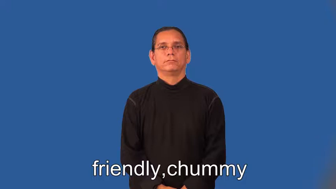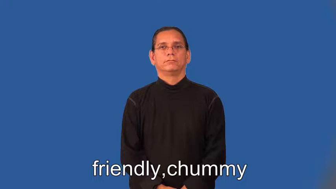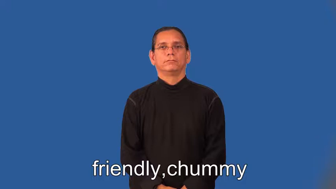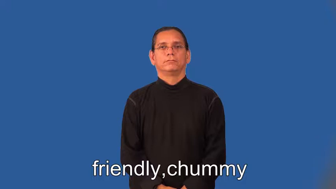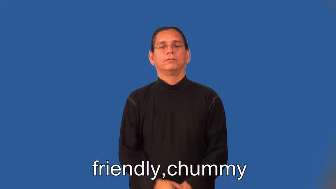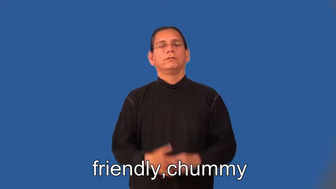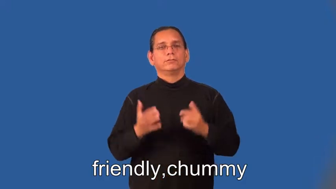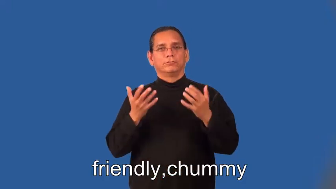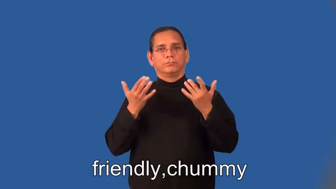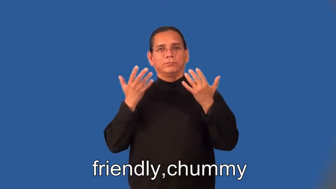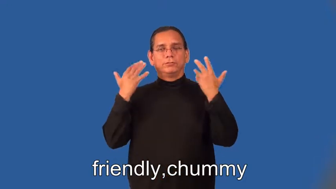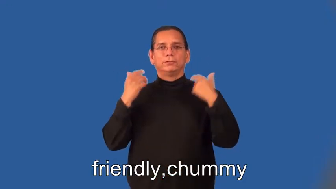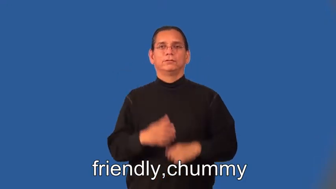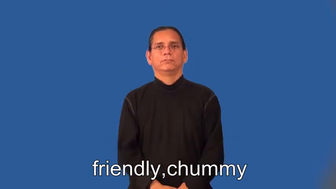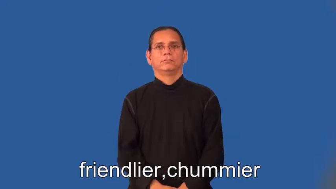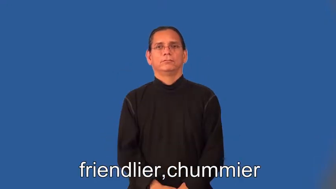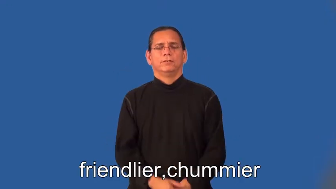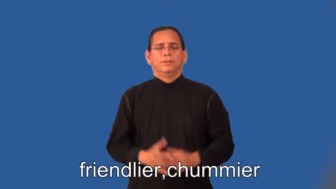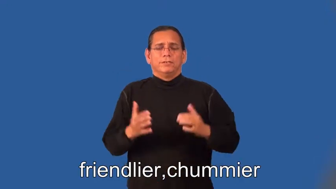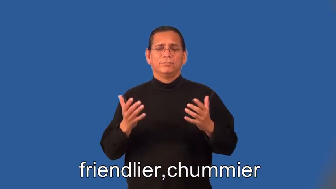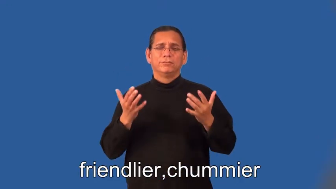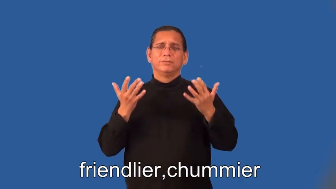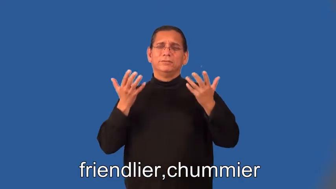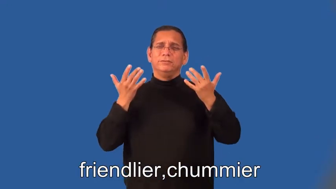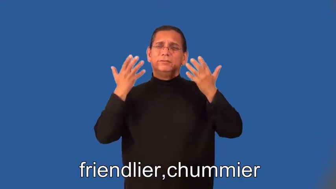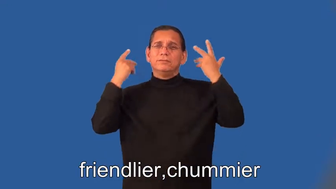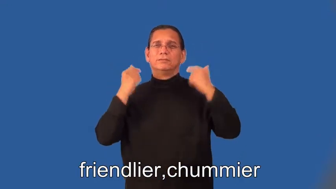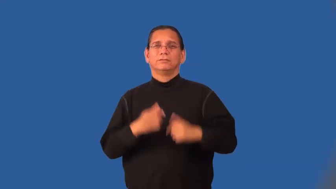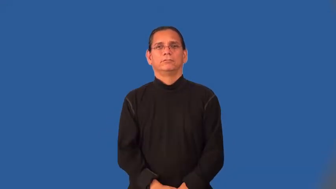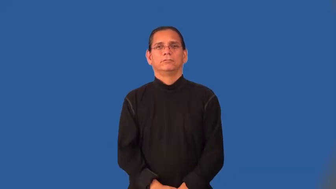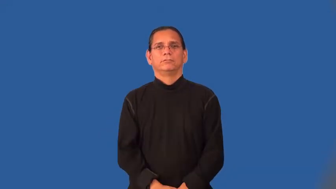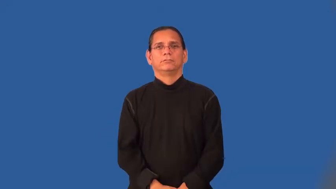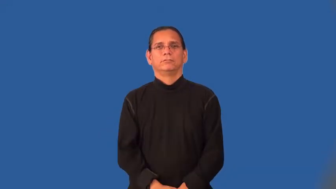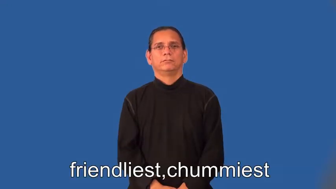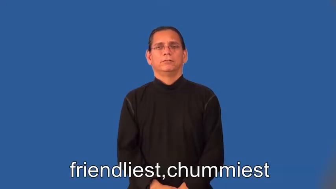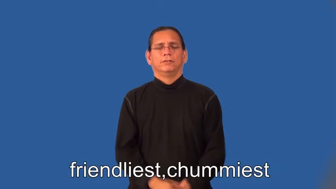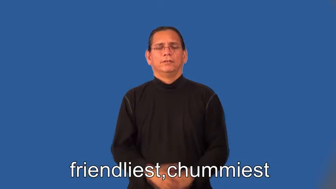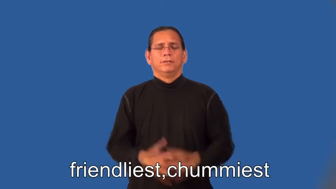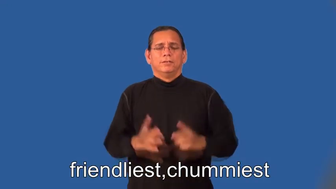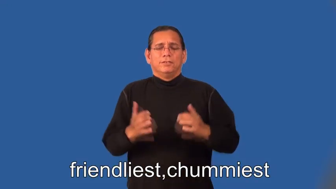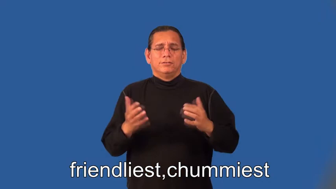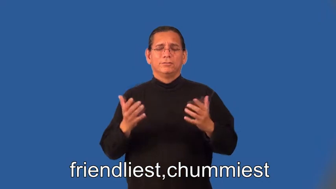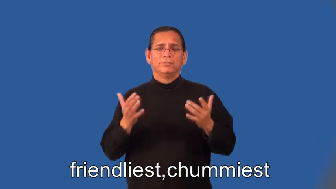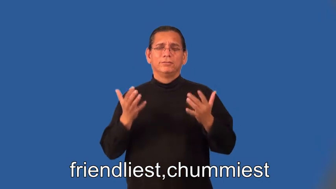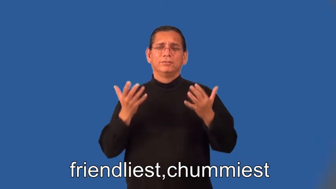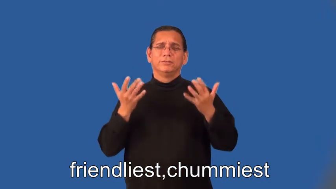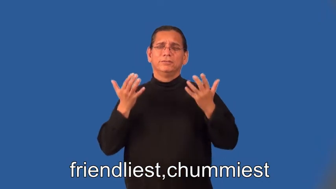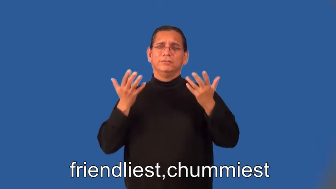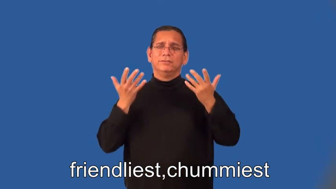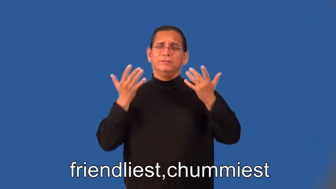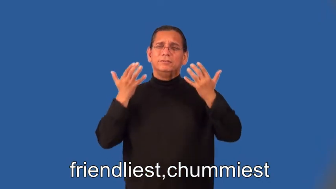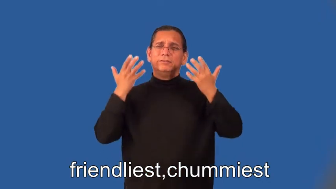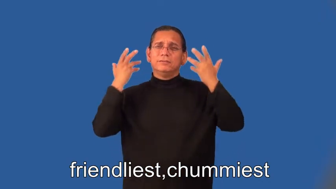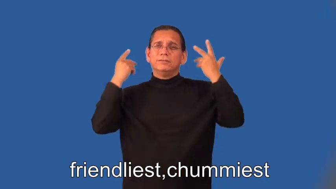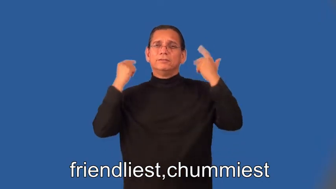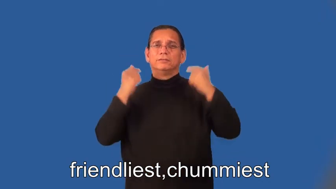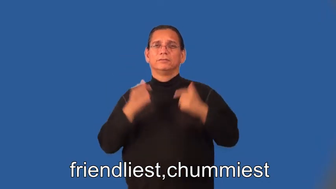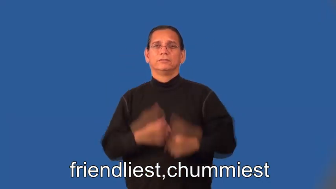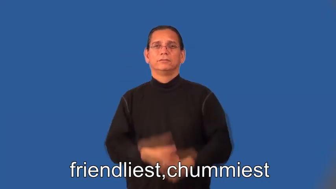friendlier,chummier,friendliest,chummiest